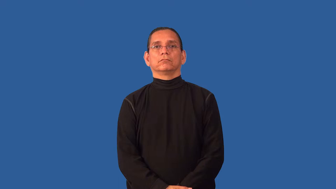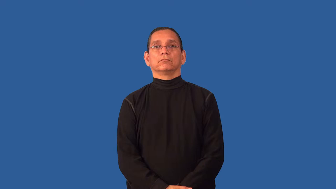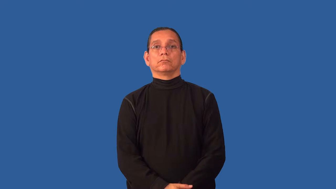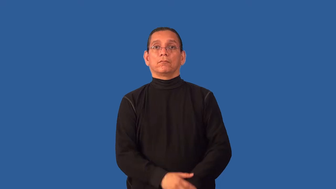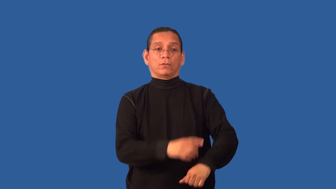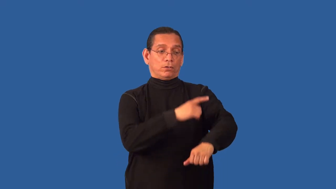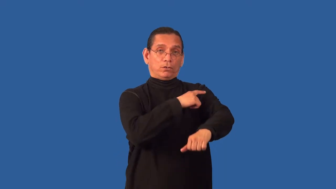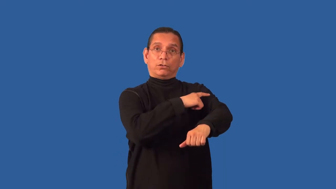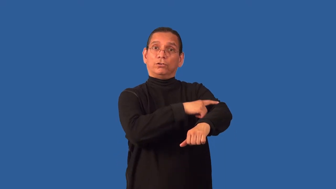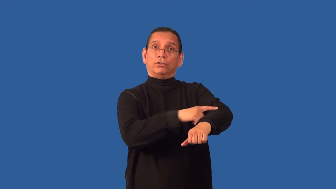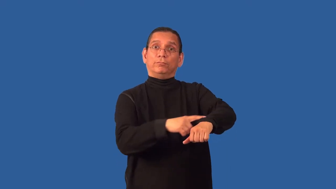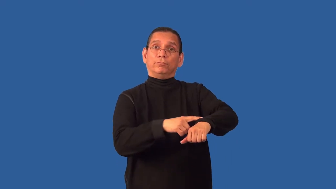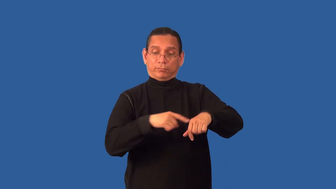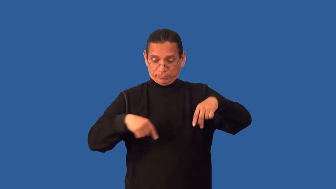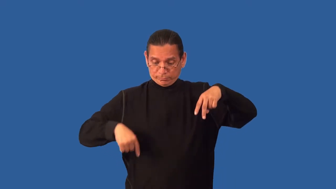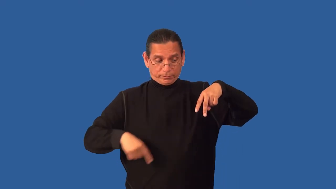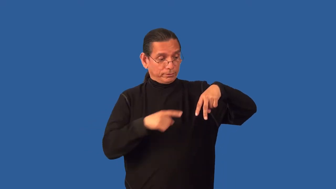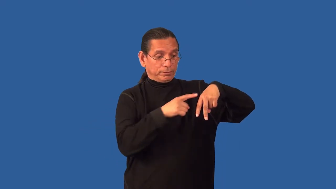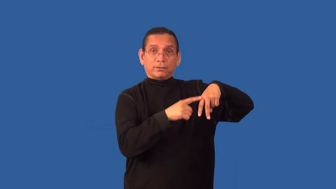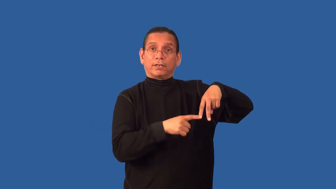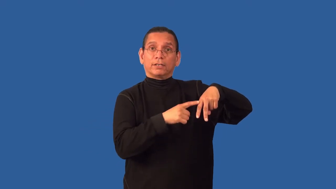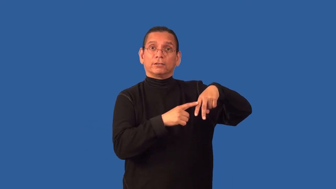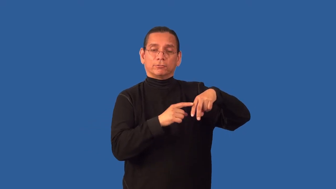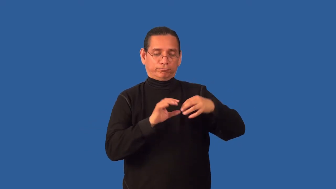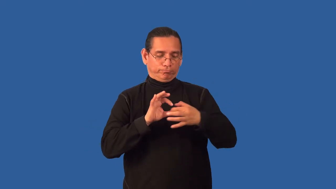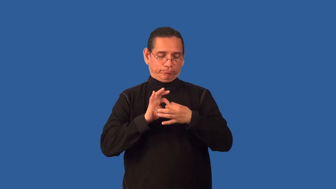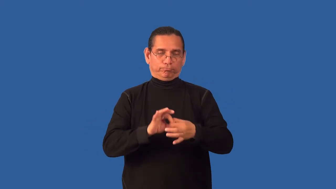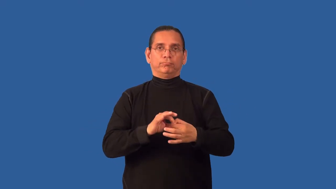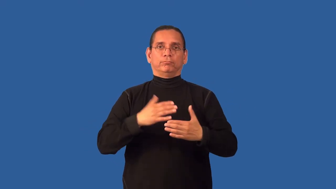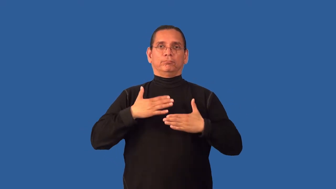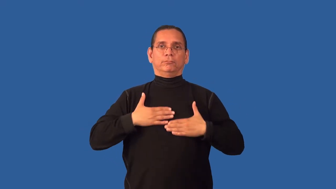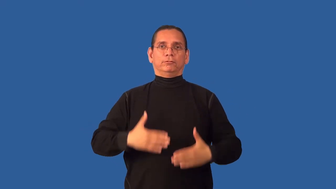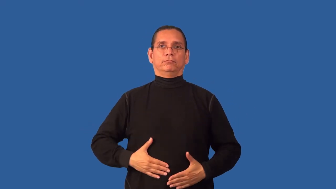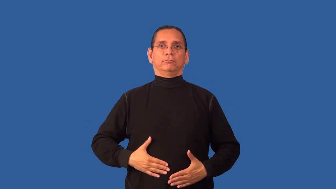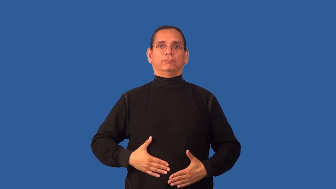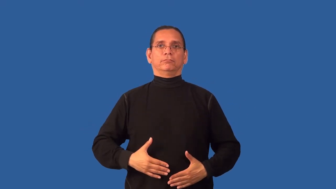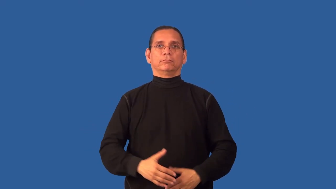appendage